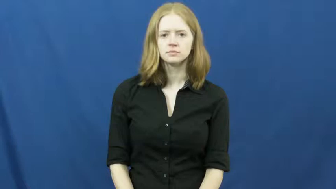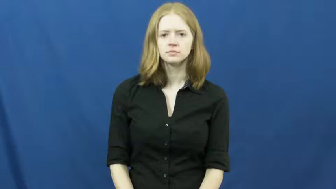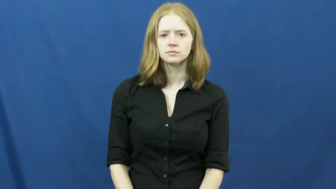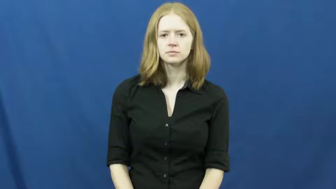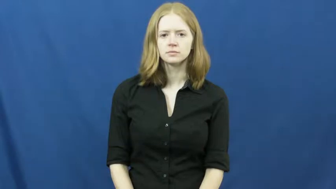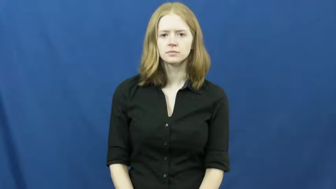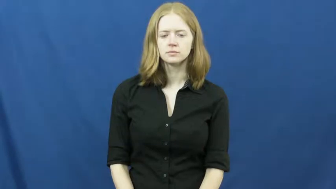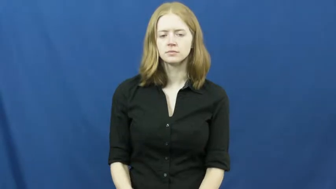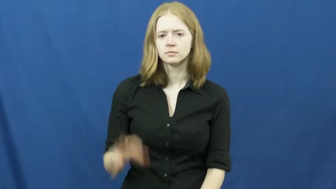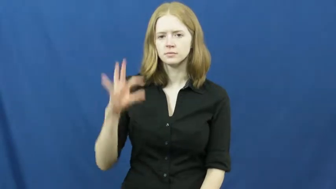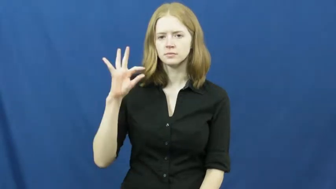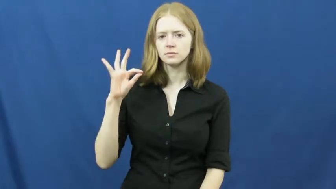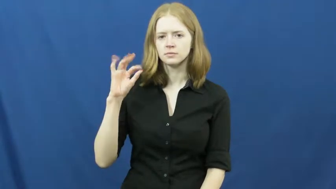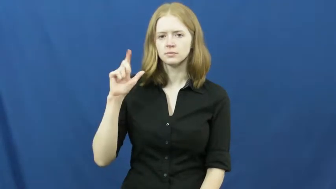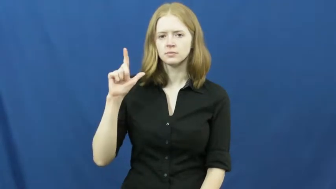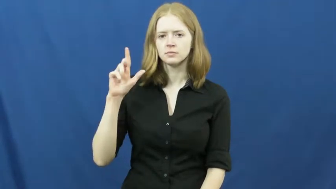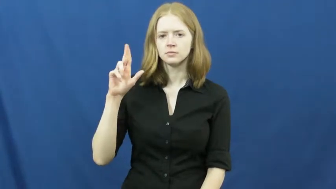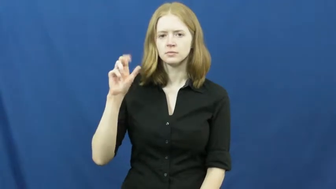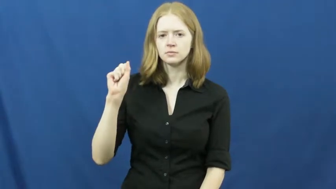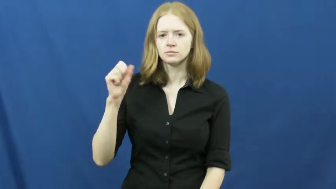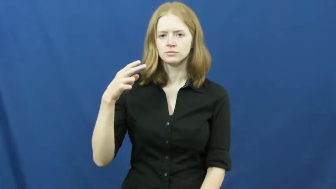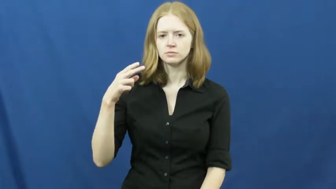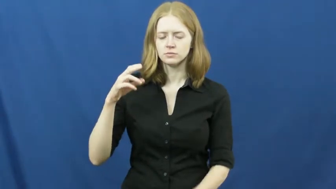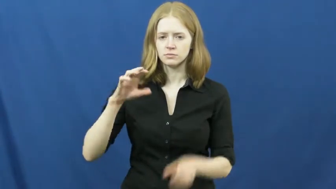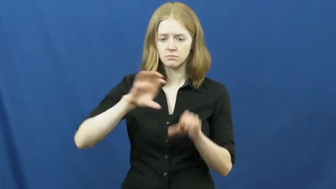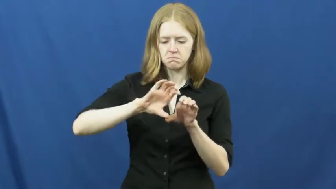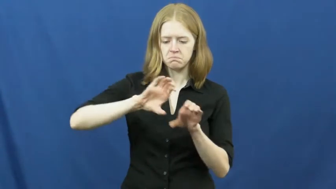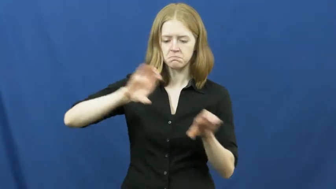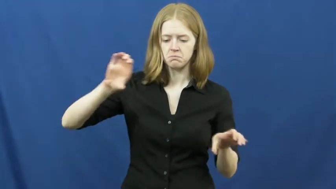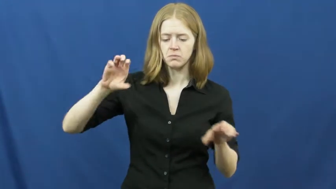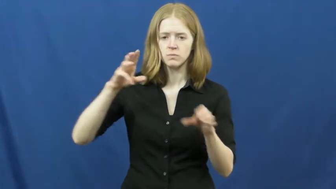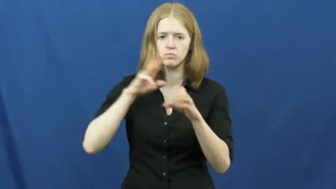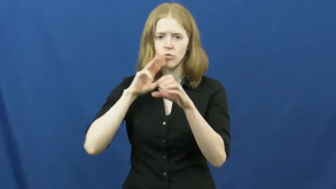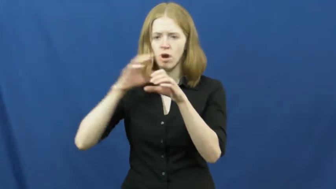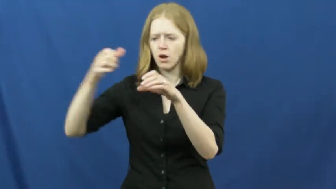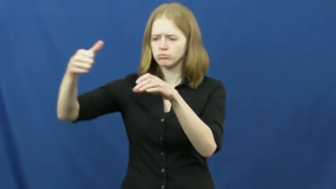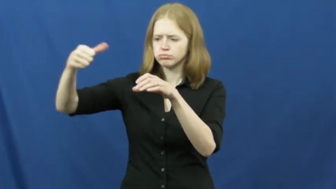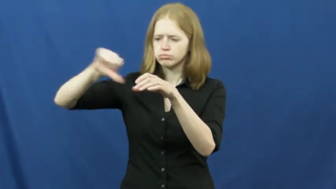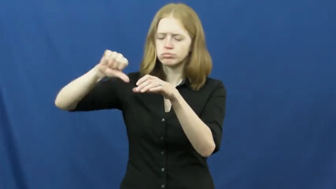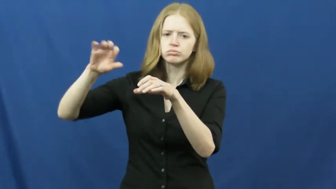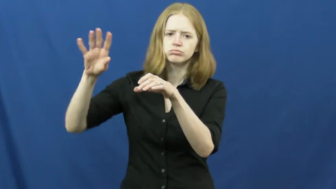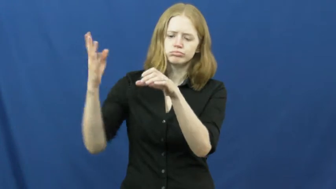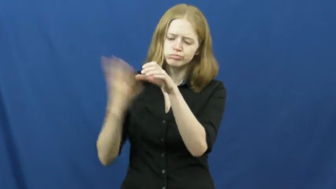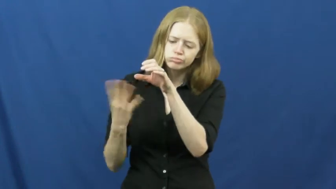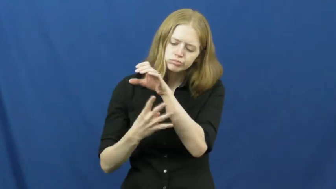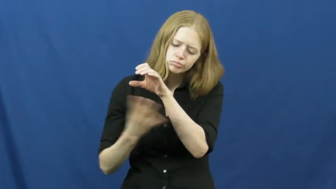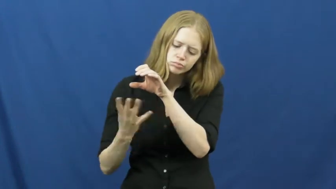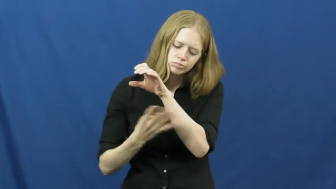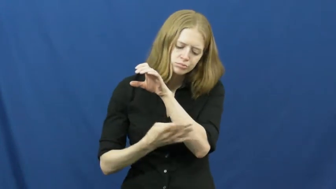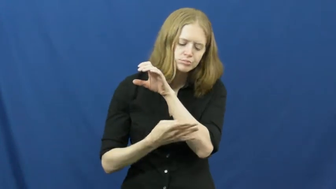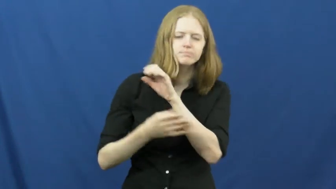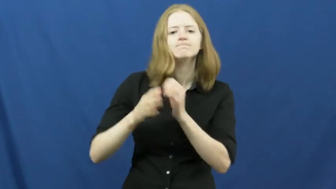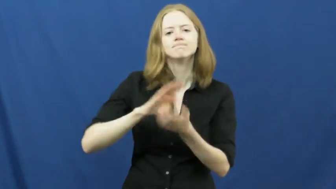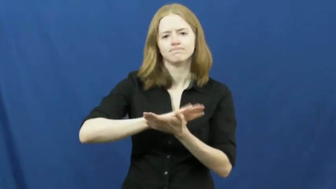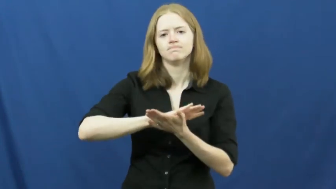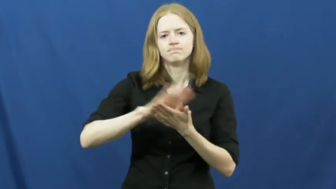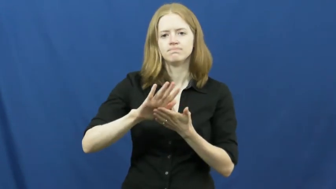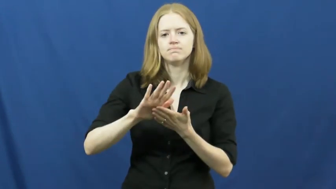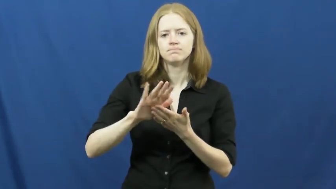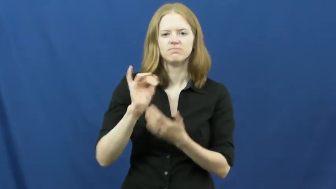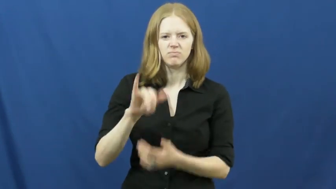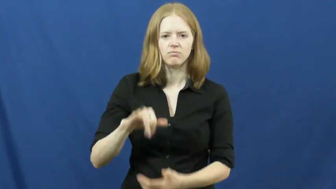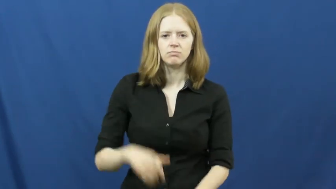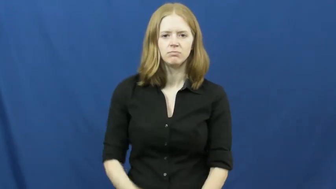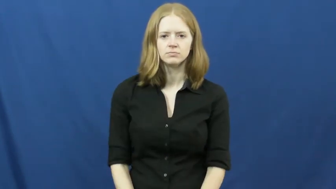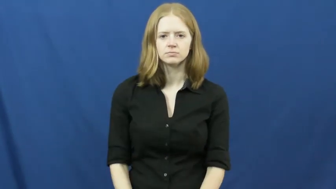flush,irrigate-clean out